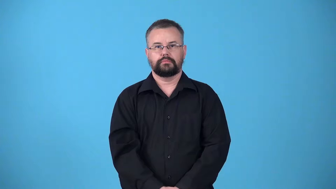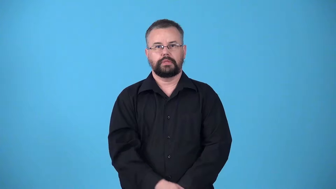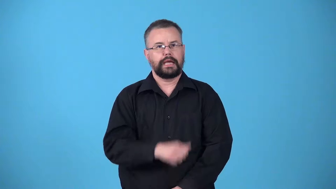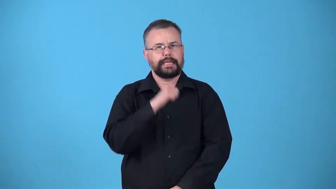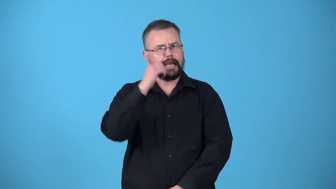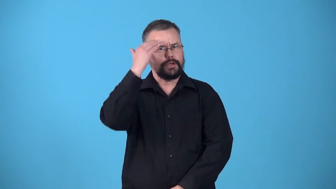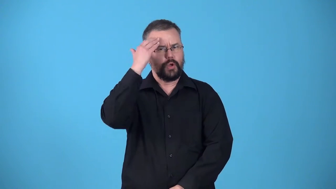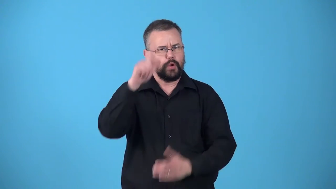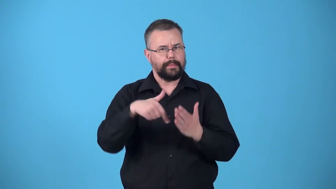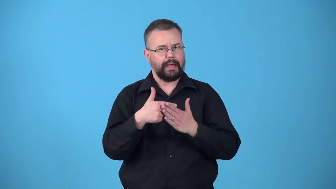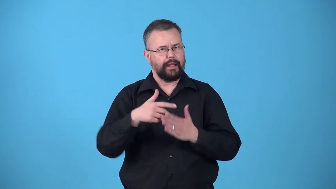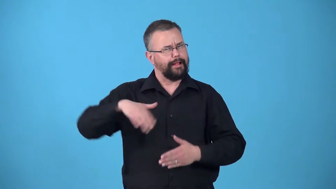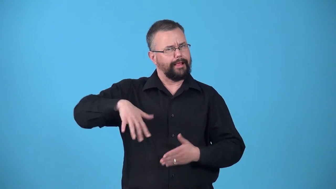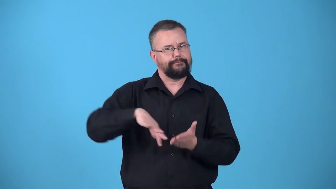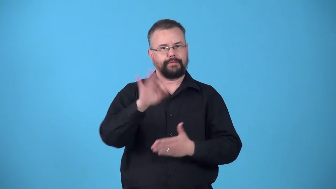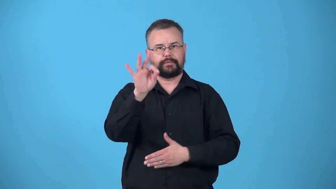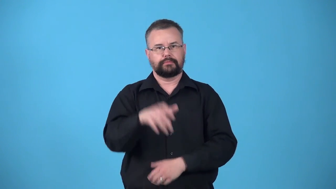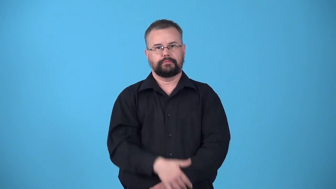undiscovered